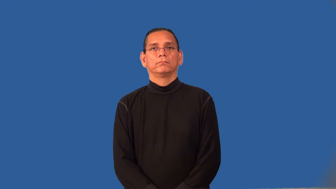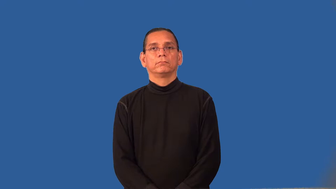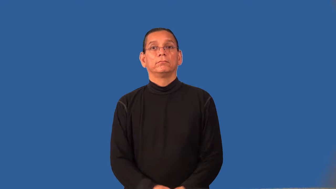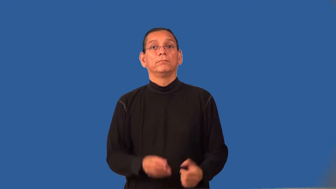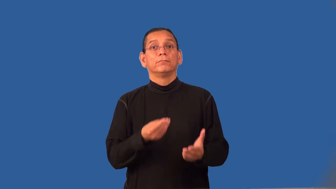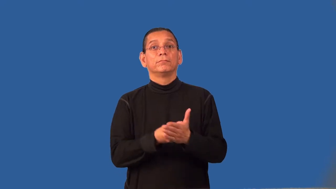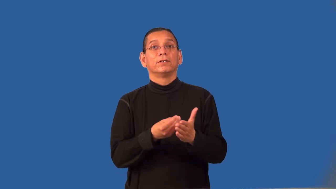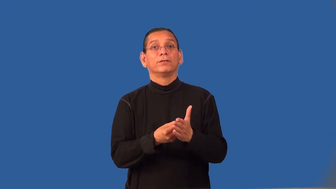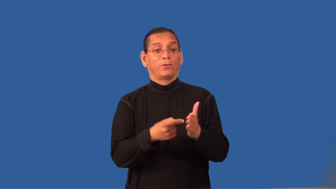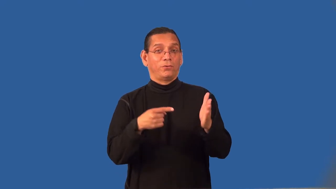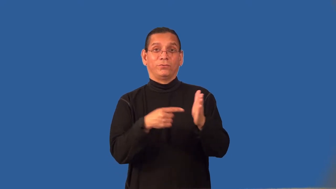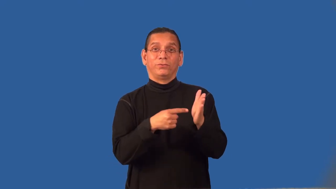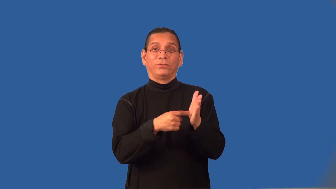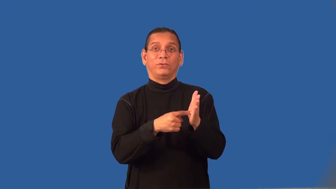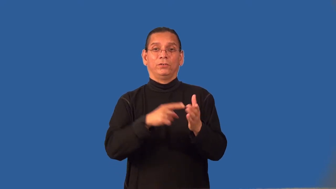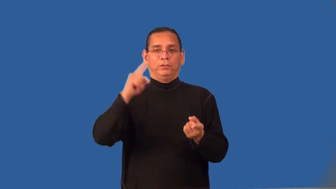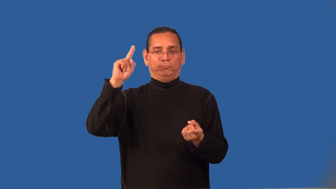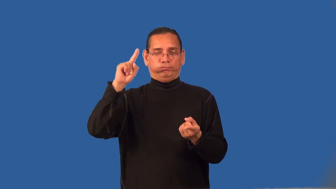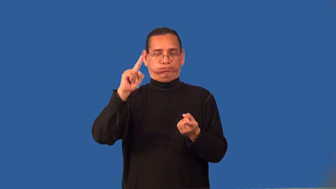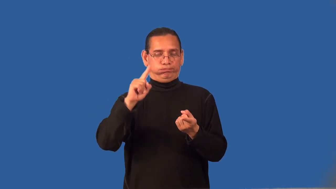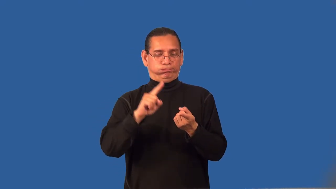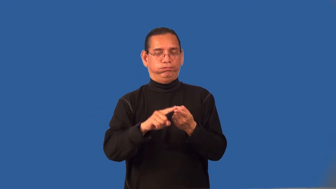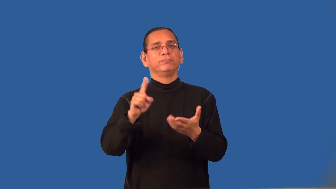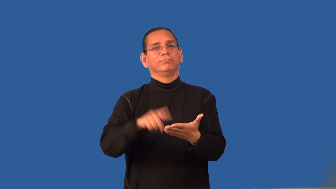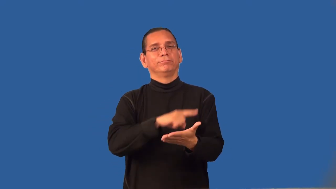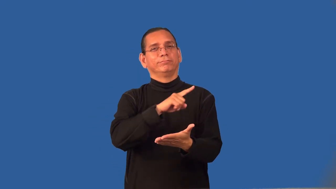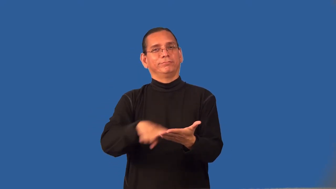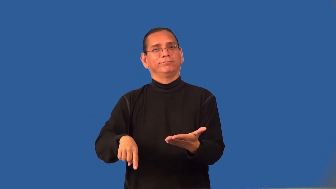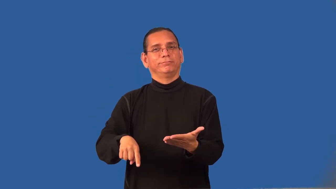remission-money